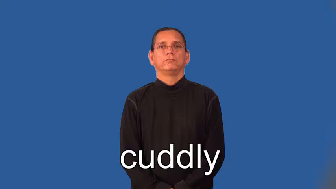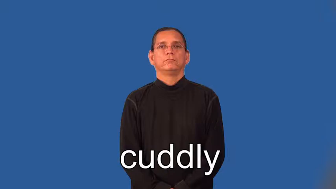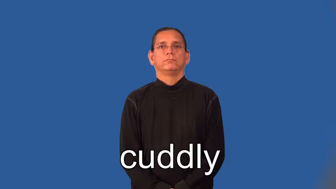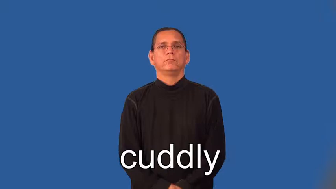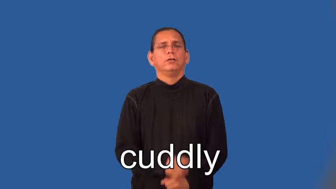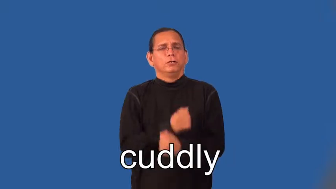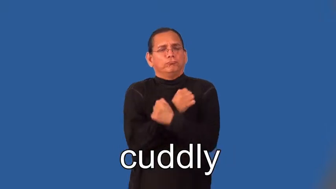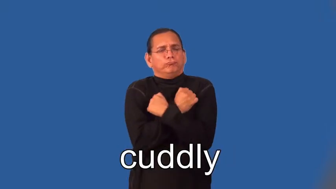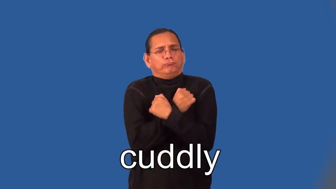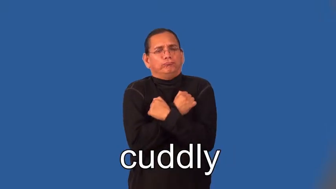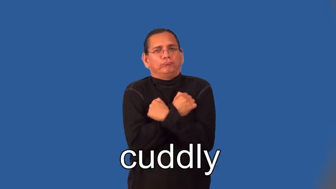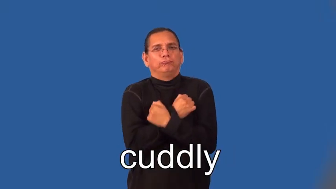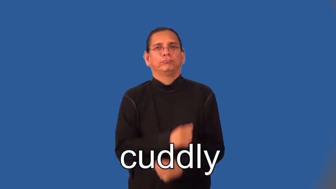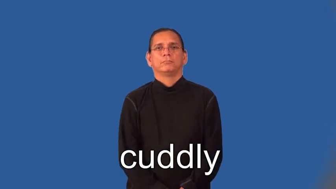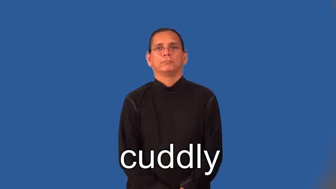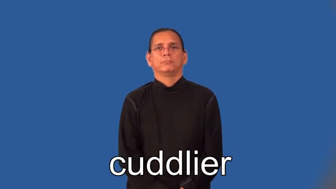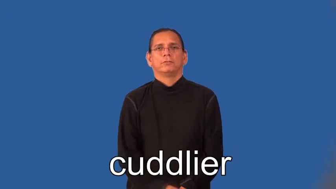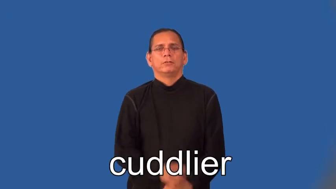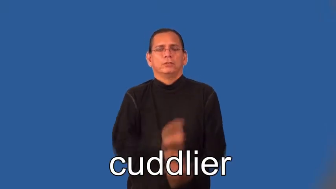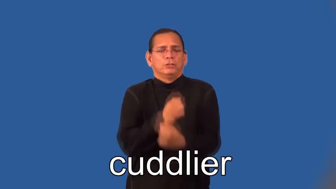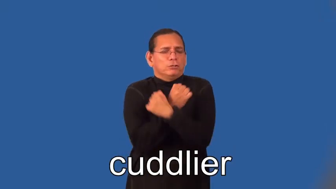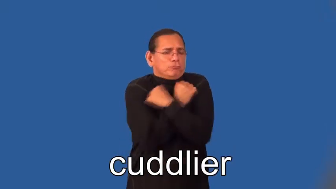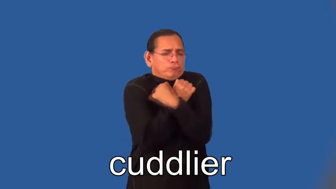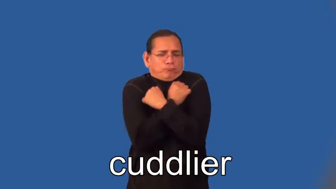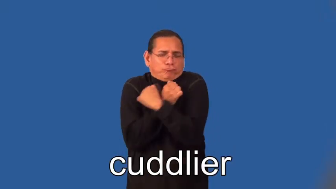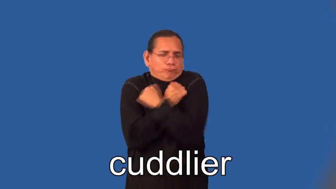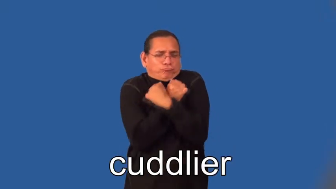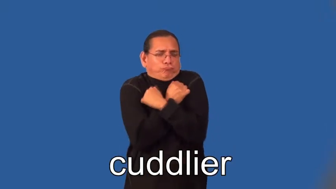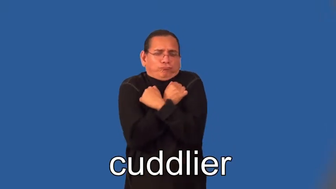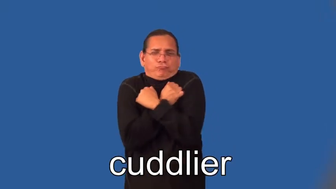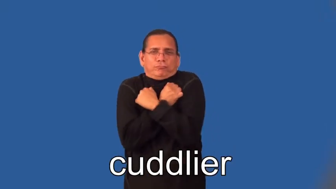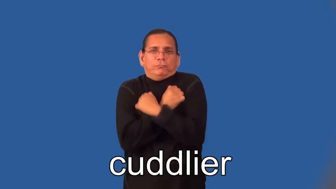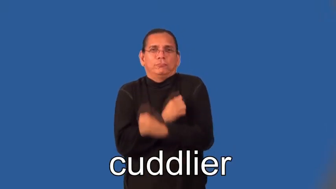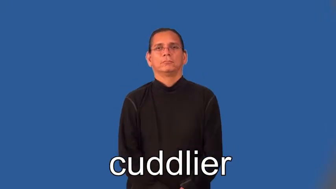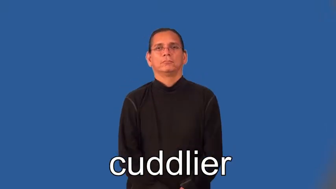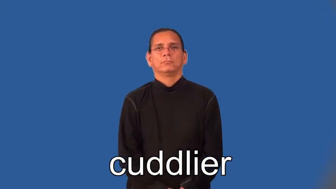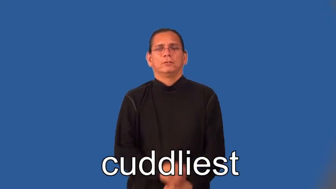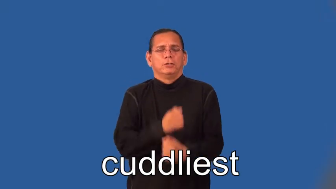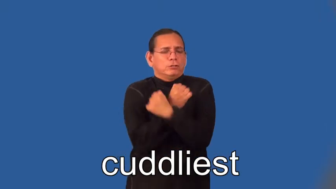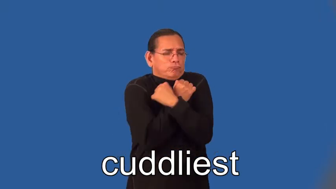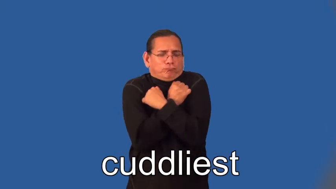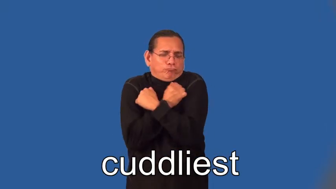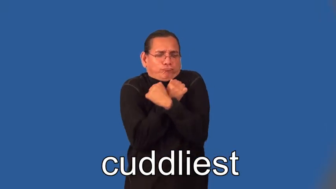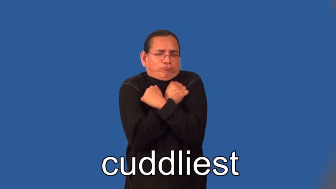cuddlier,cuddliest